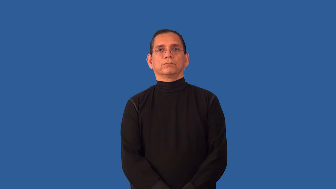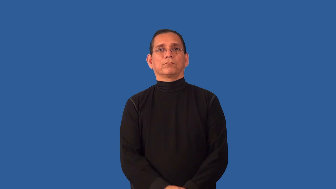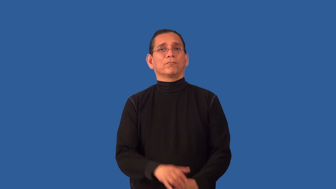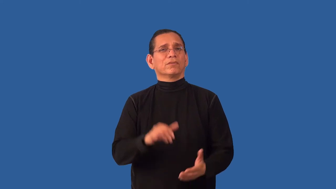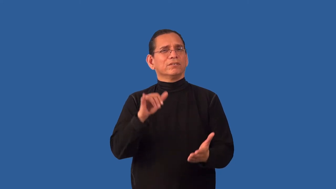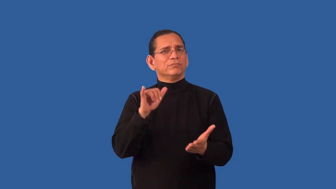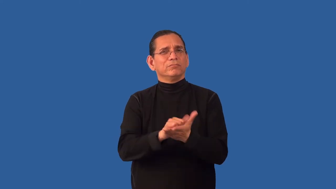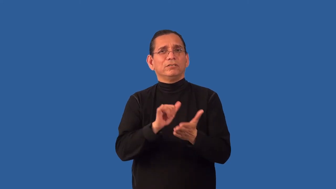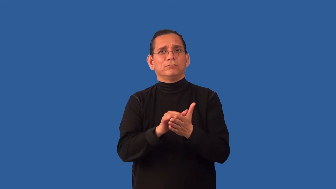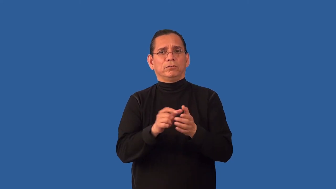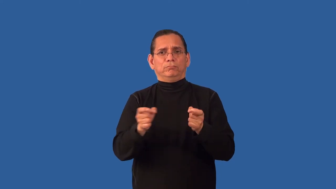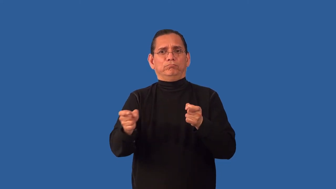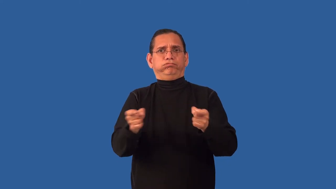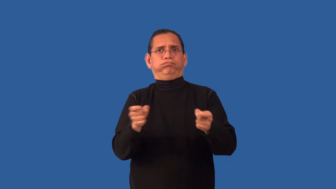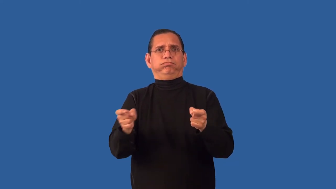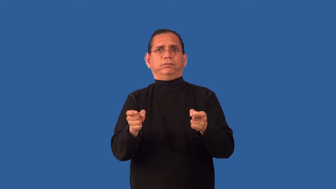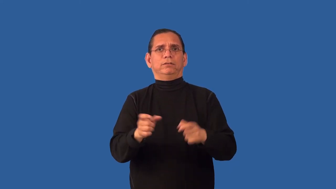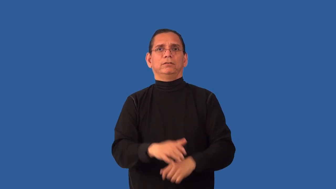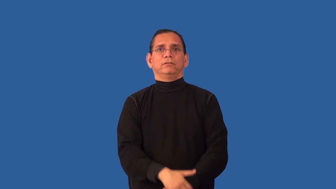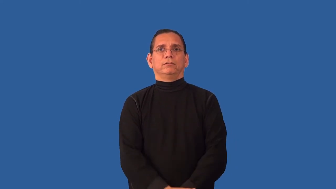insurmountable